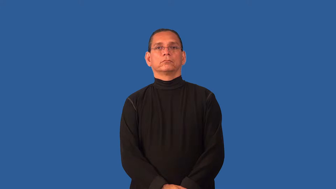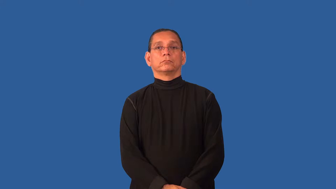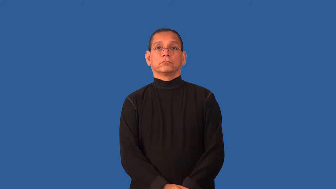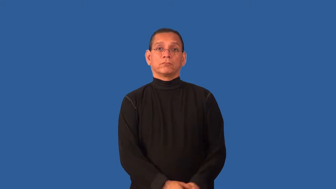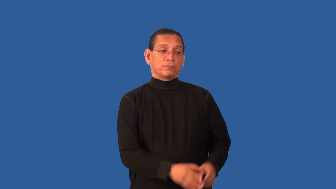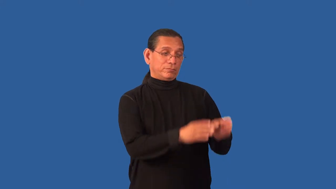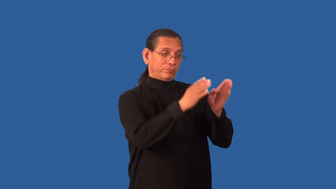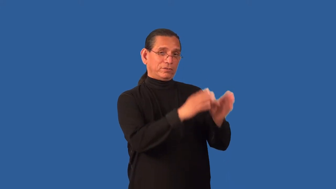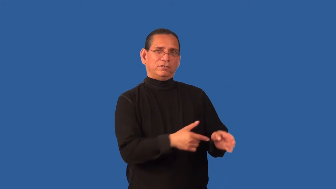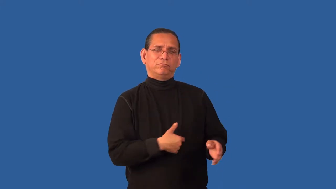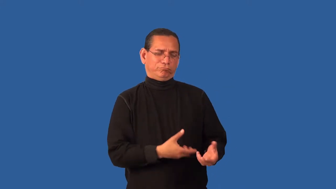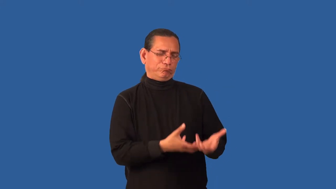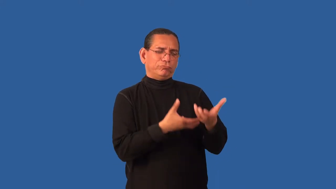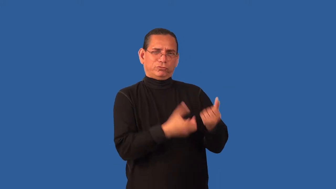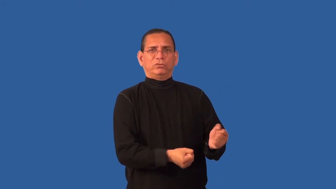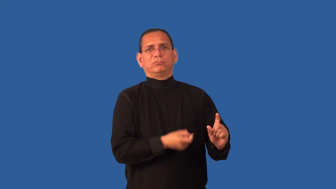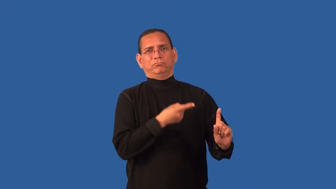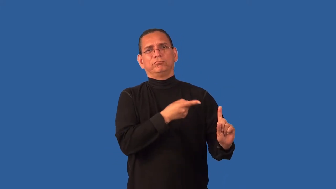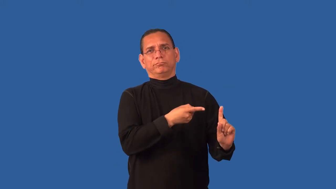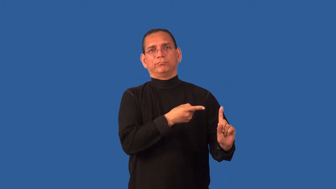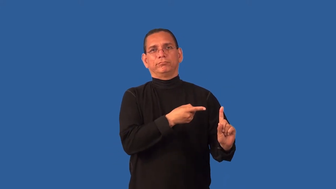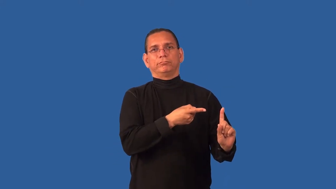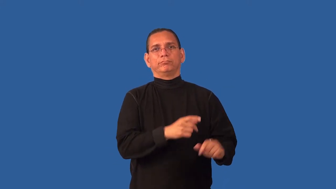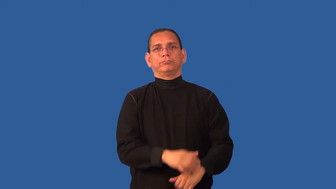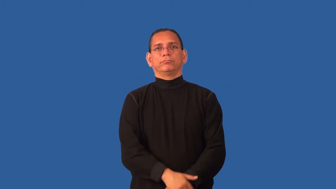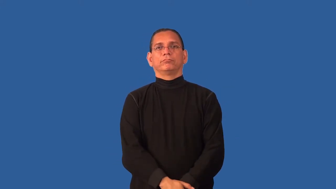confidant